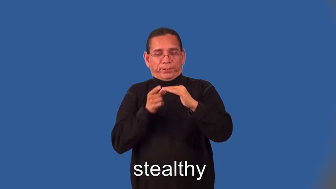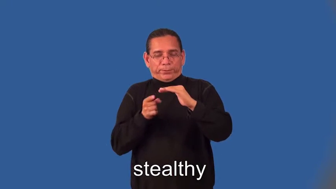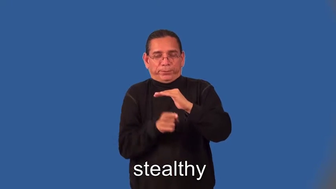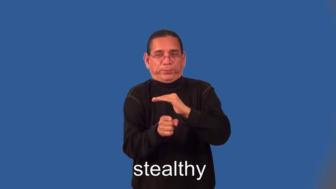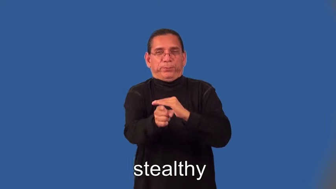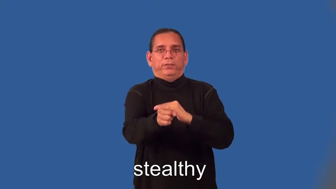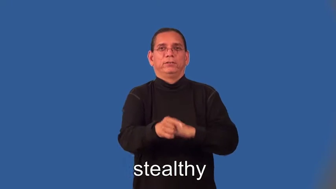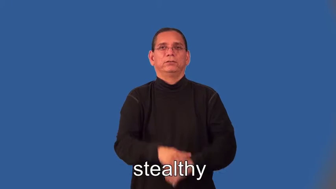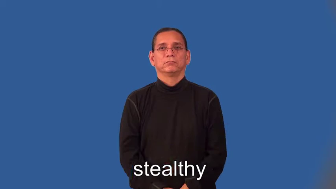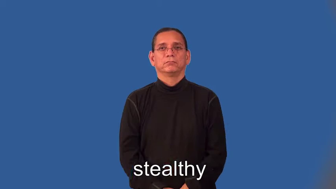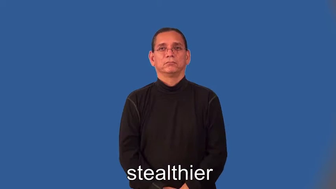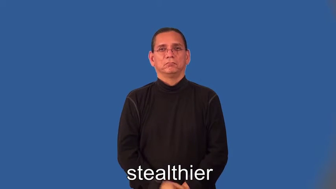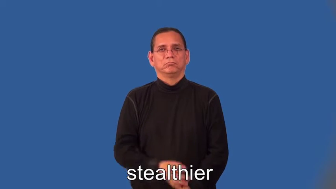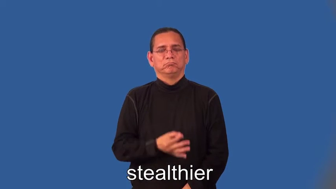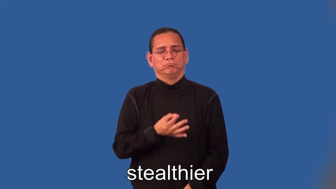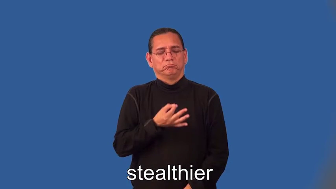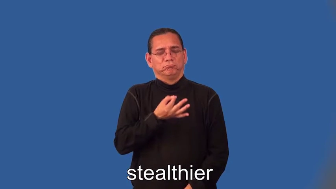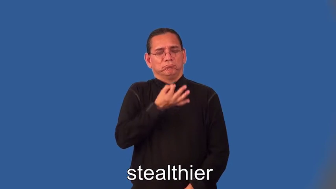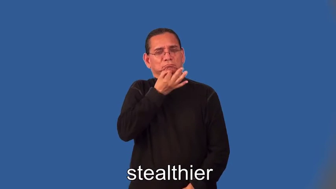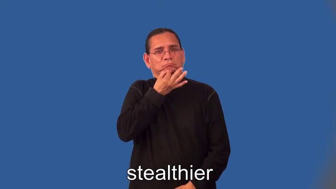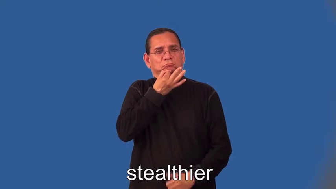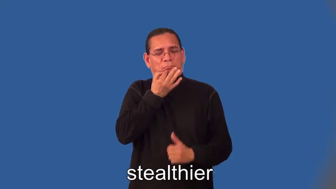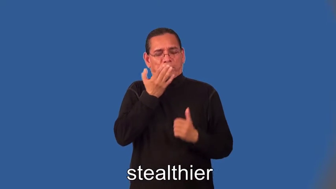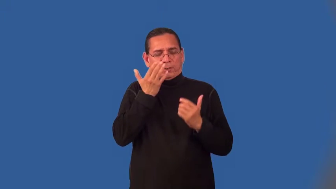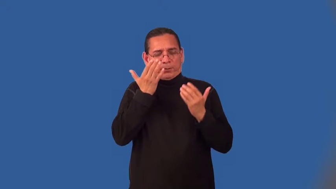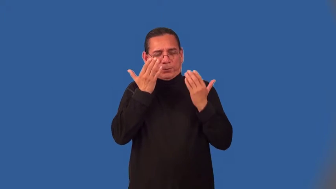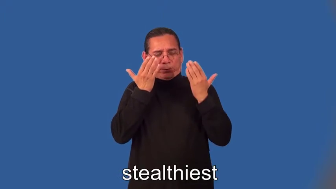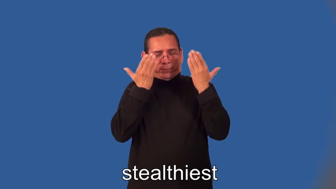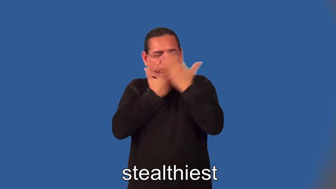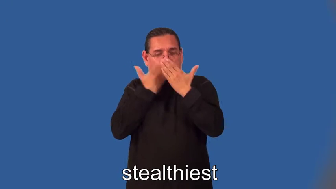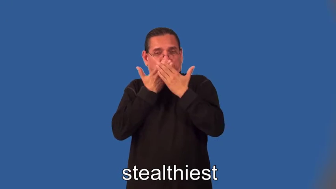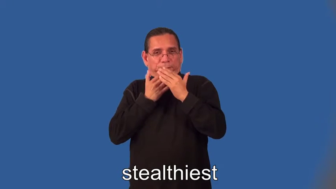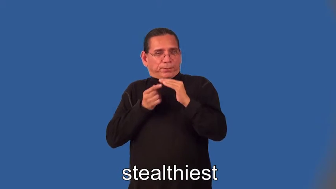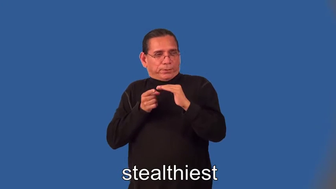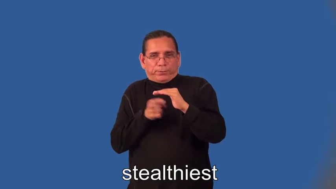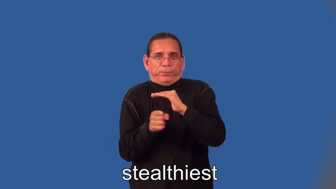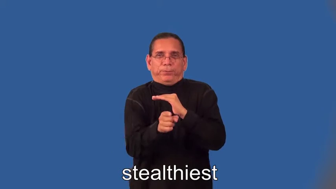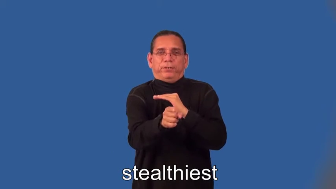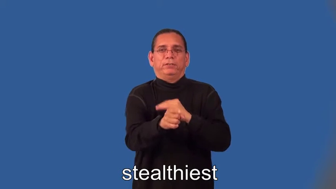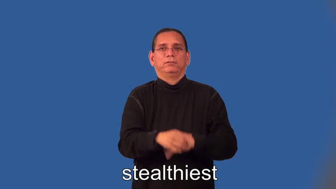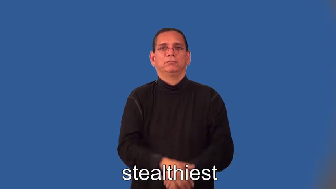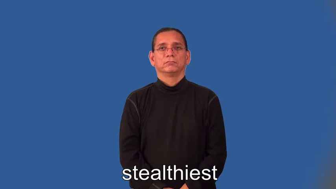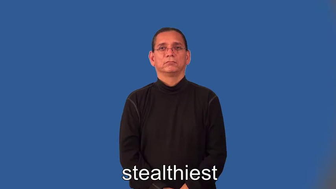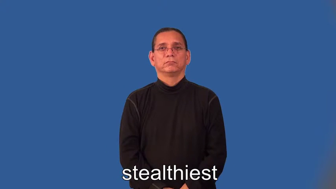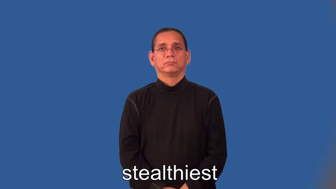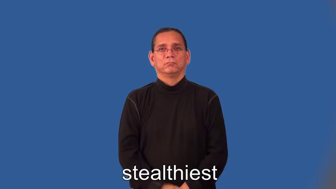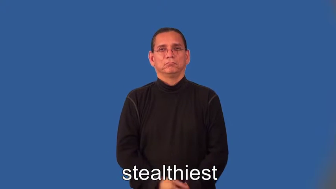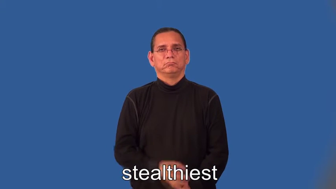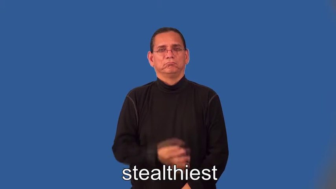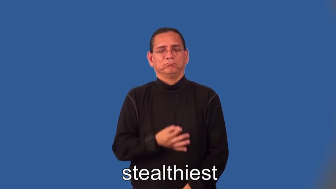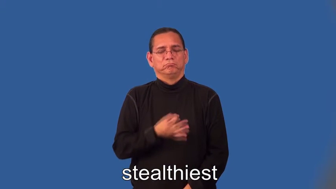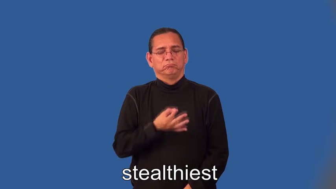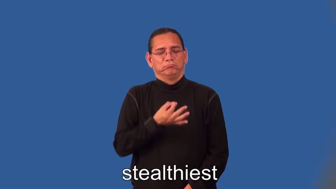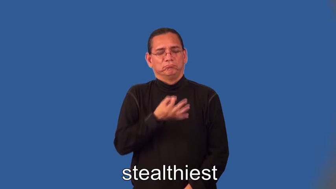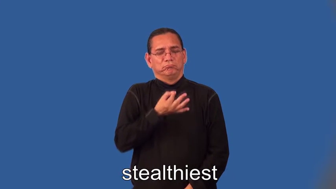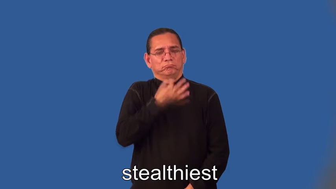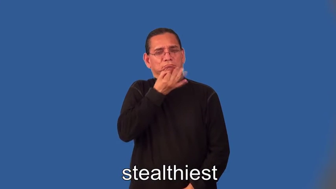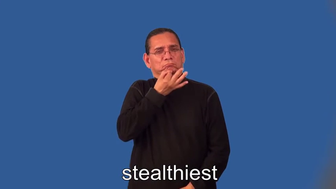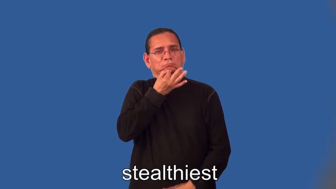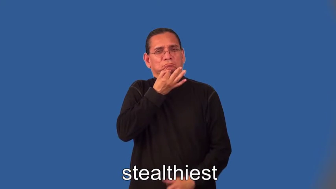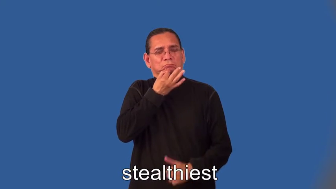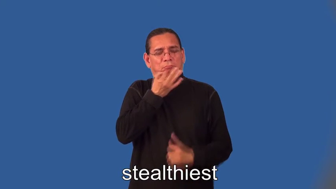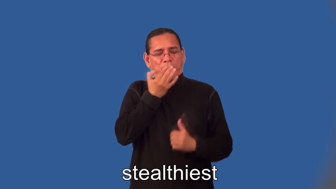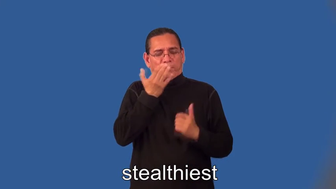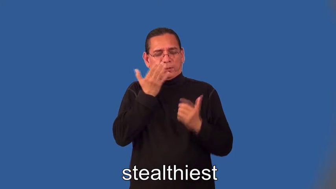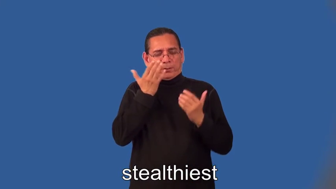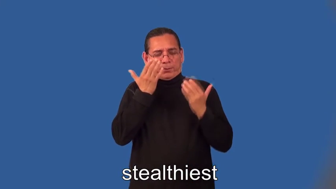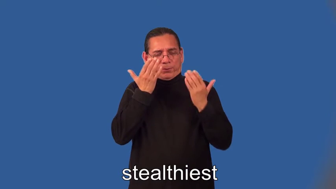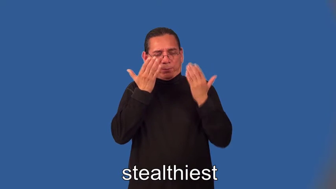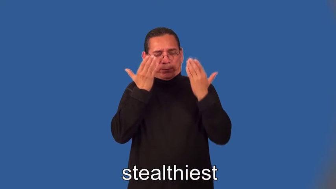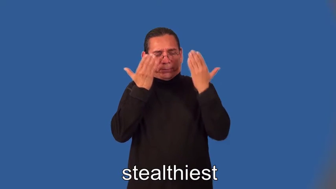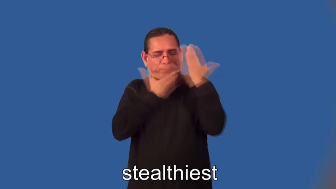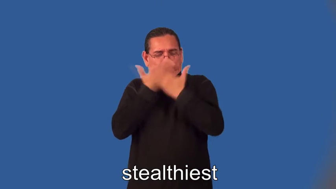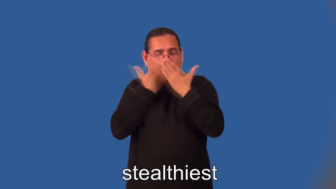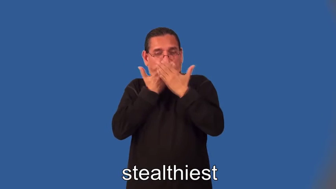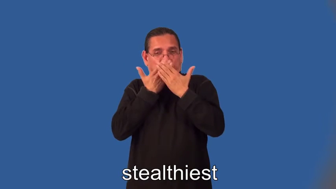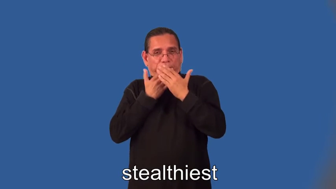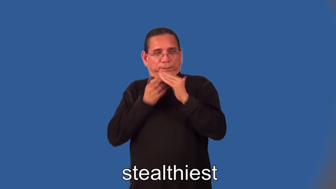stealthier,stealthiest